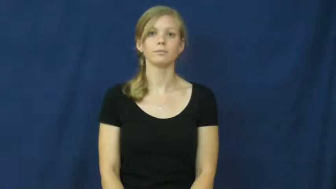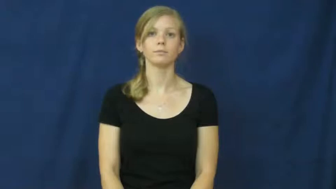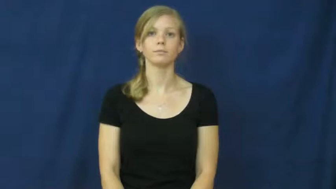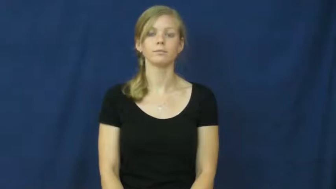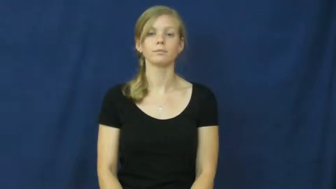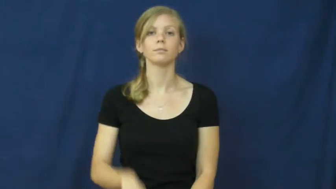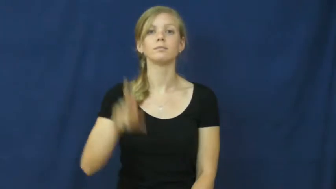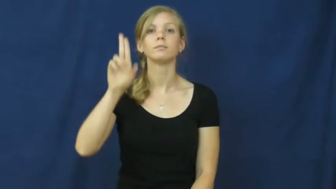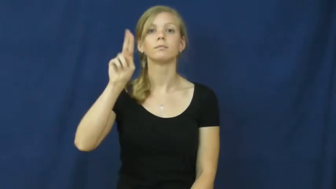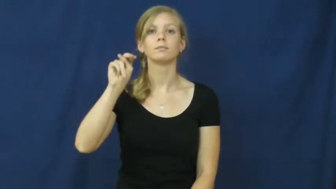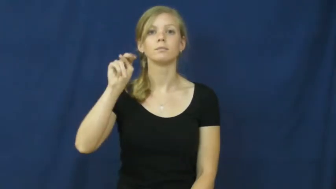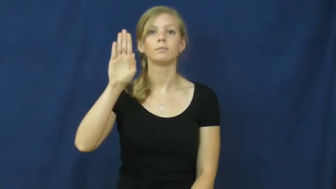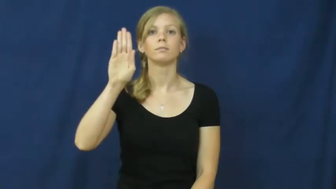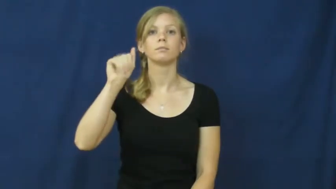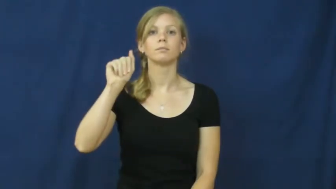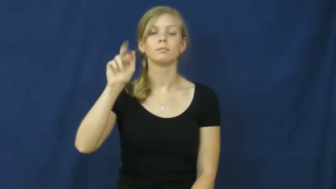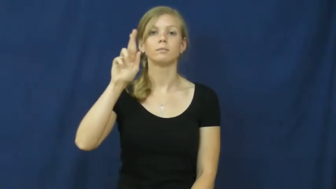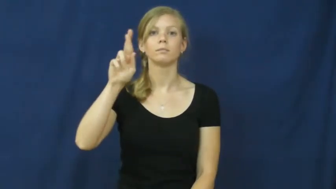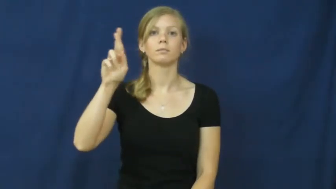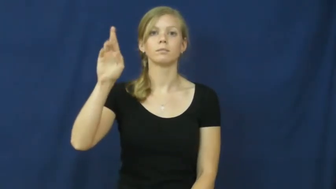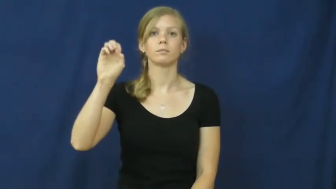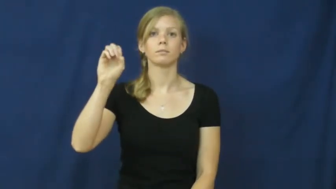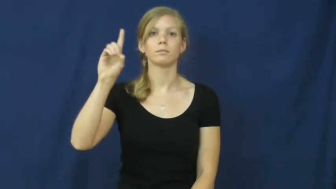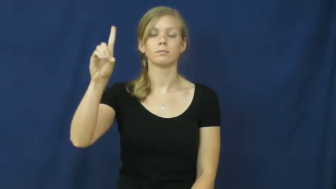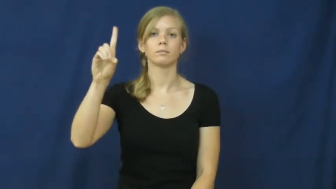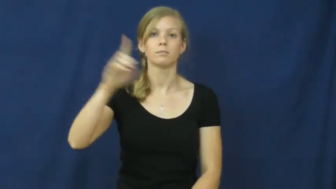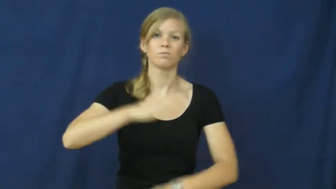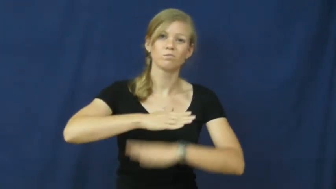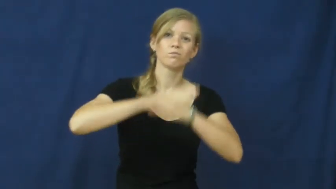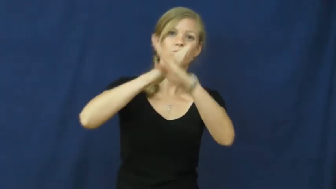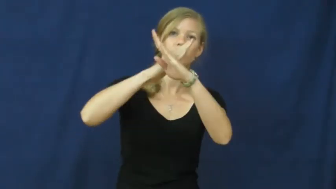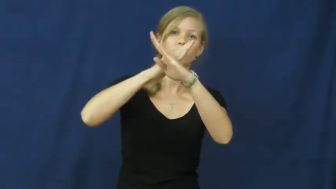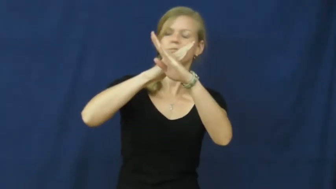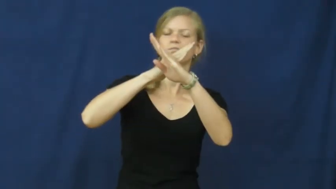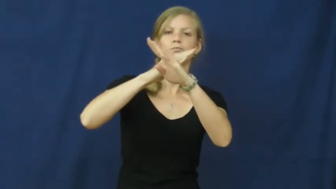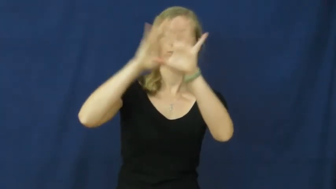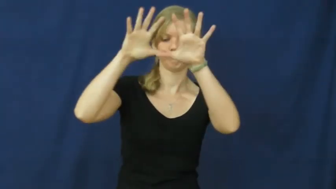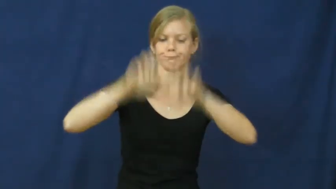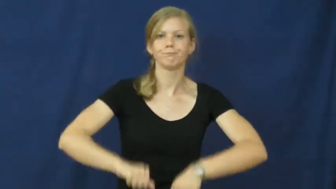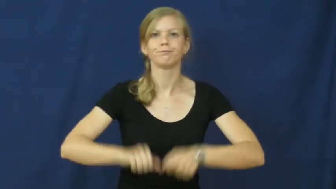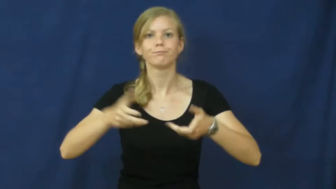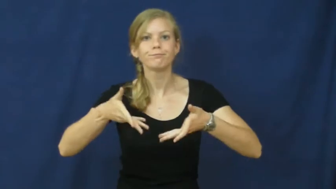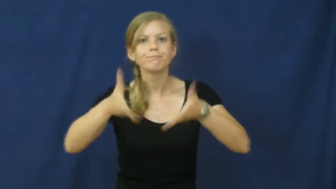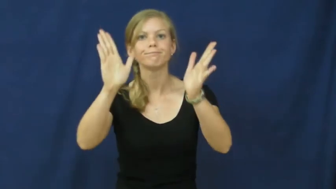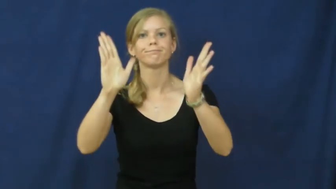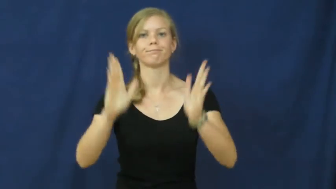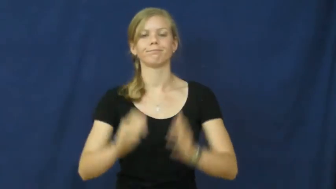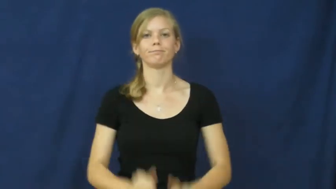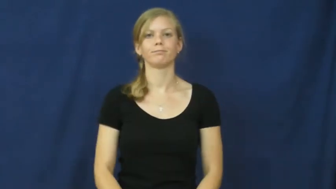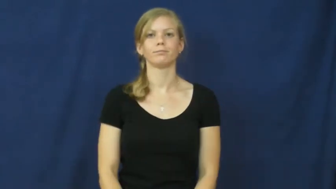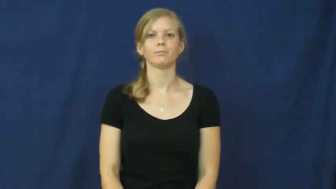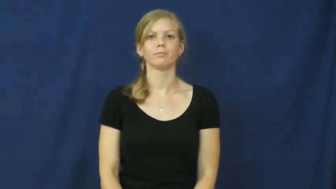unbarred